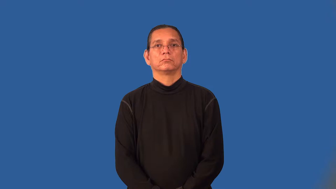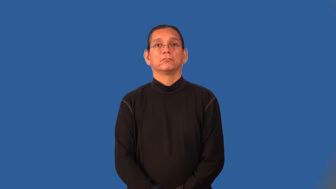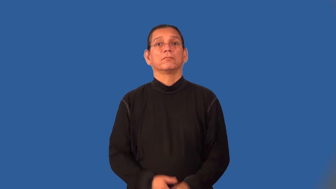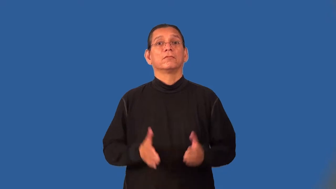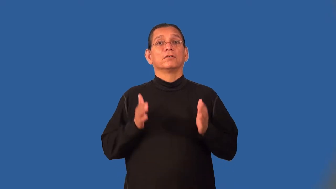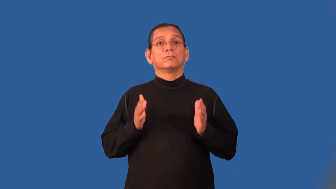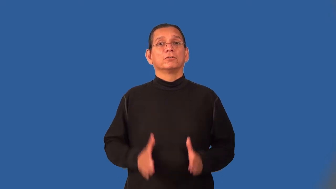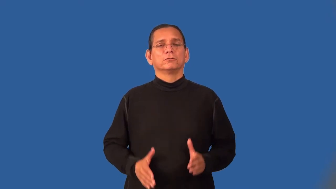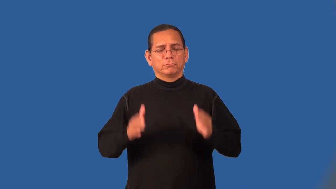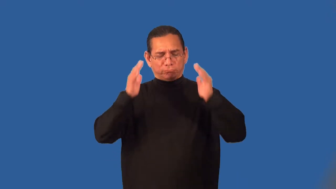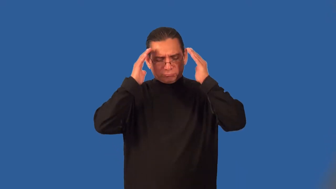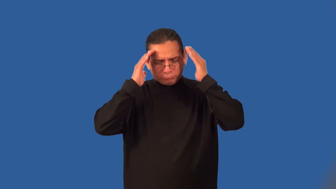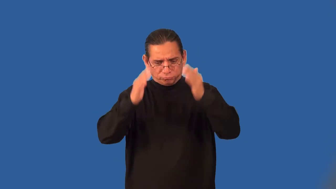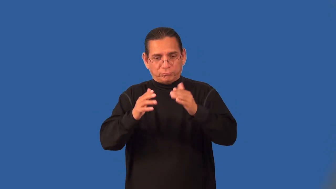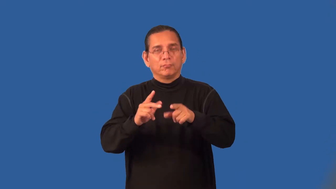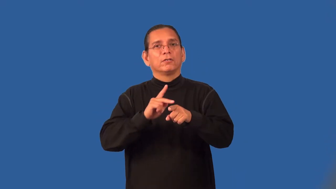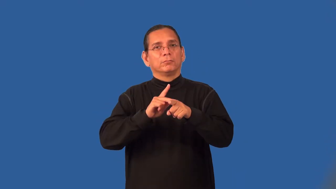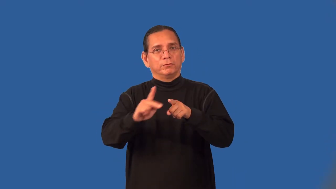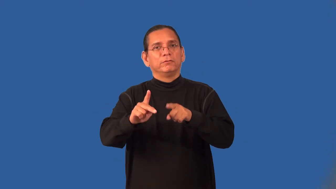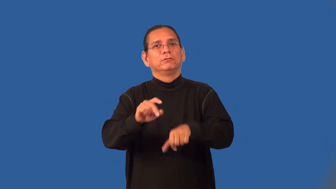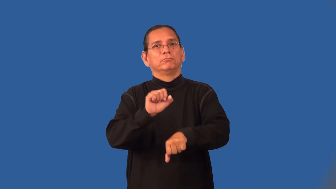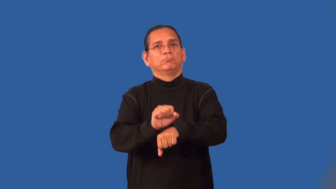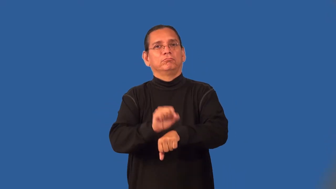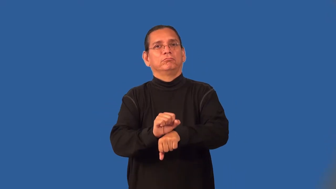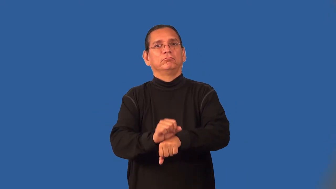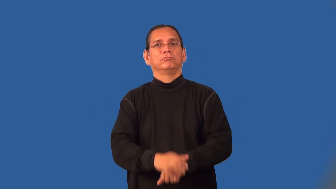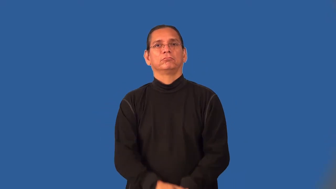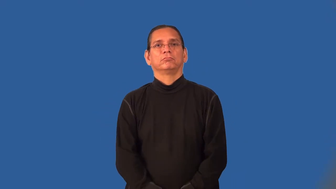practitioner